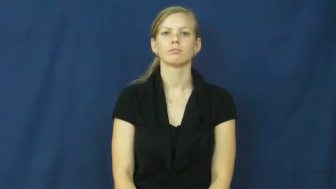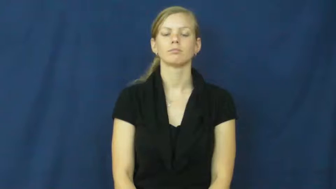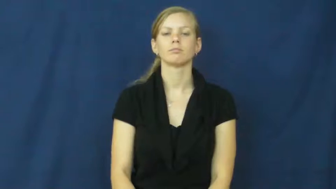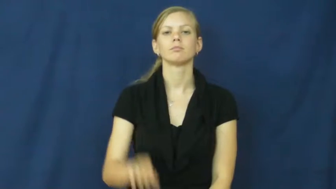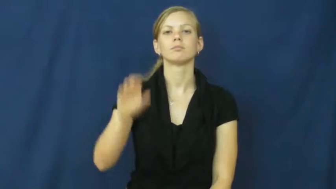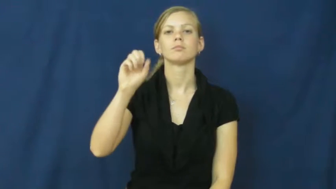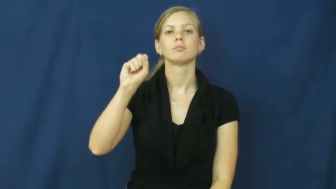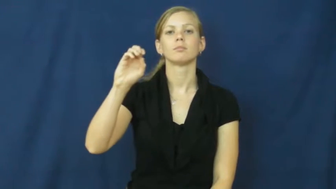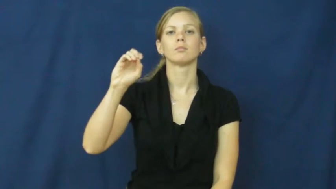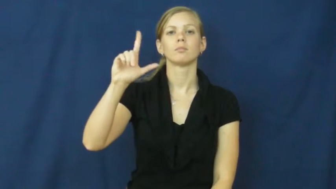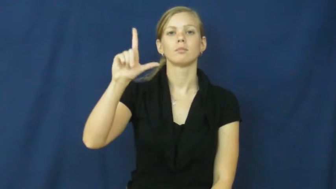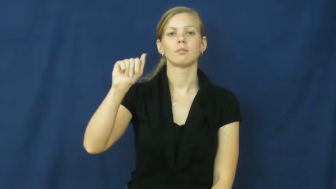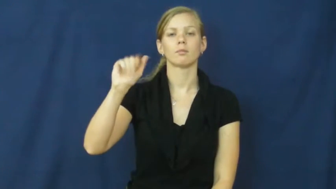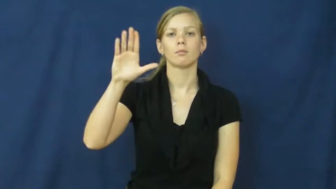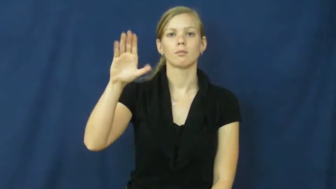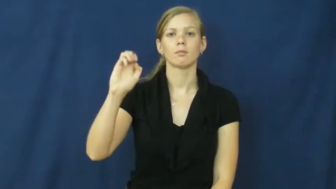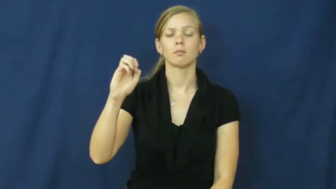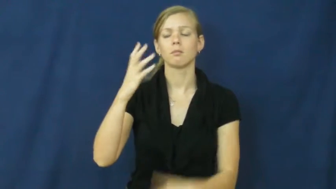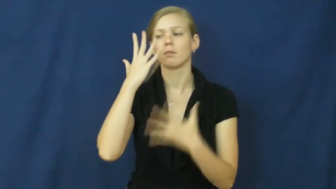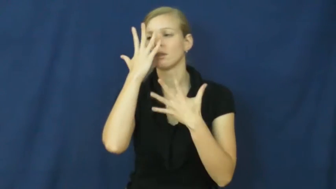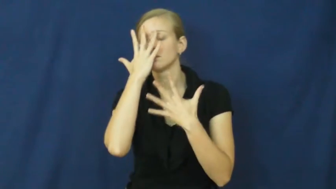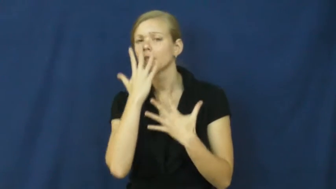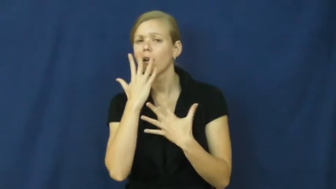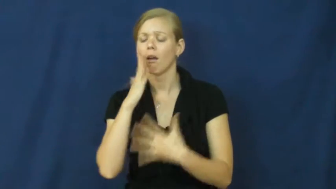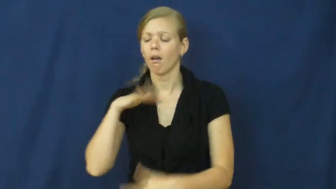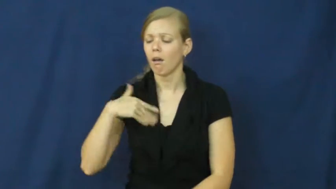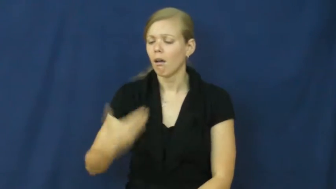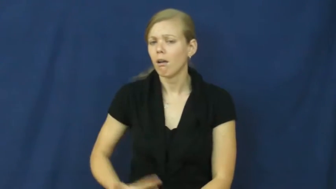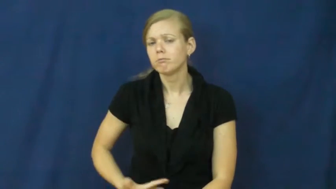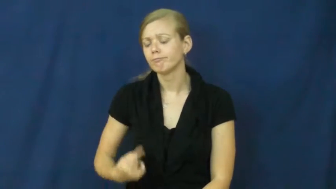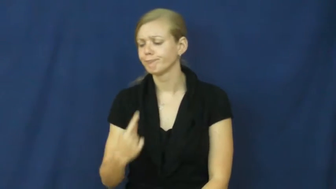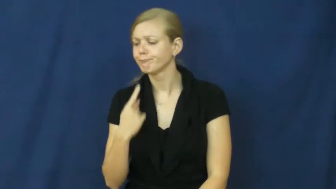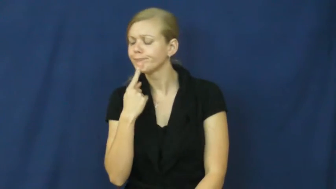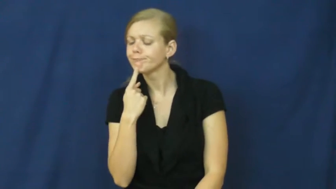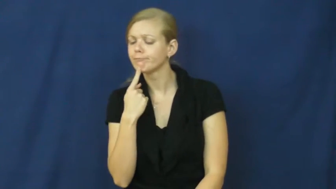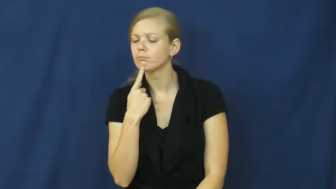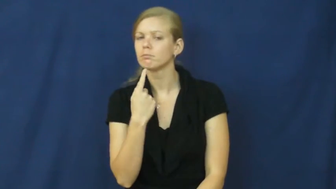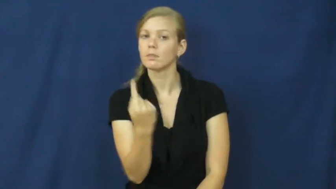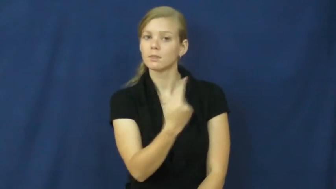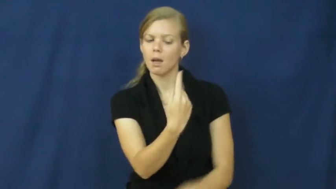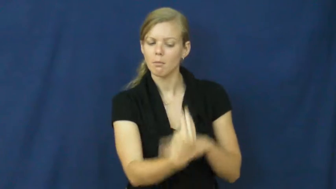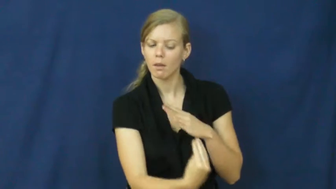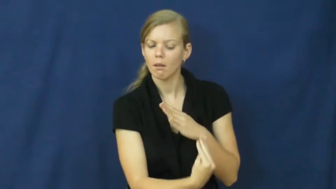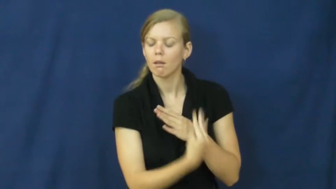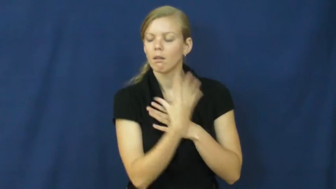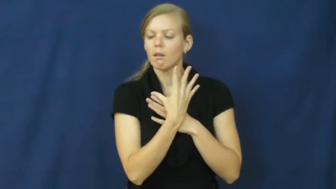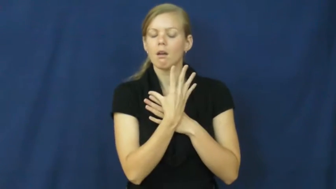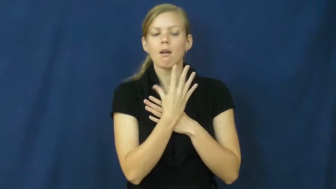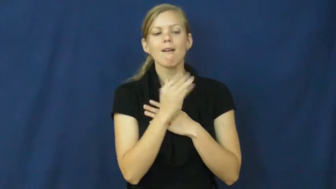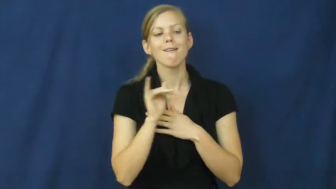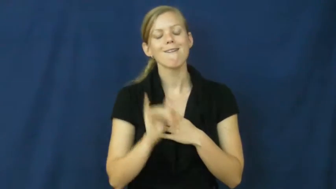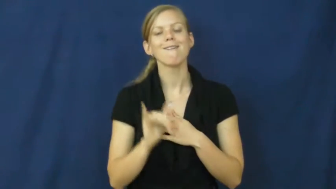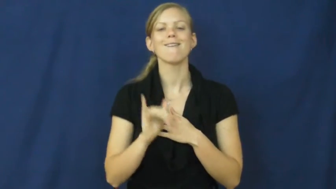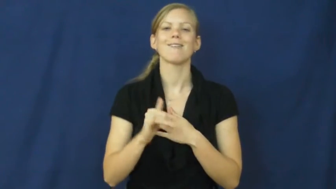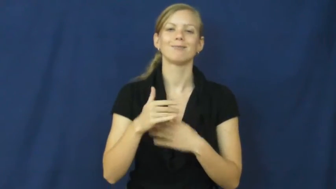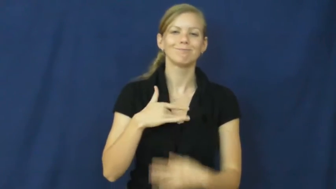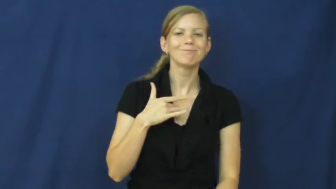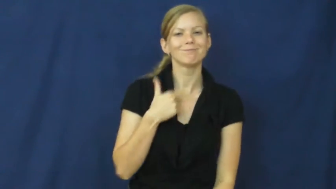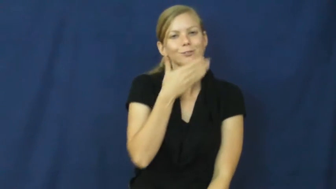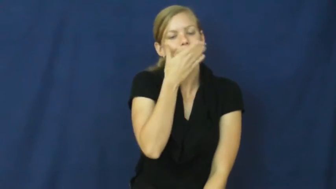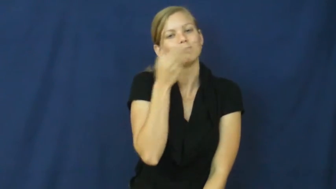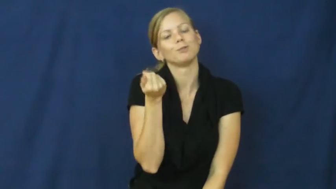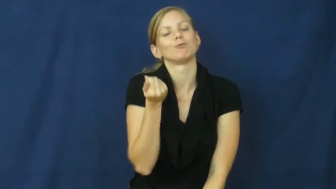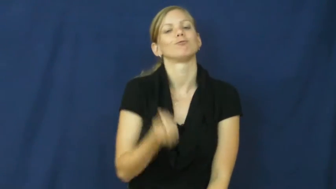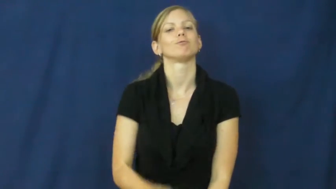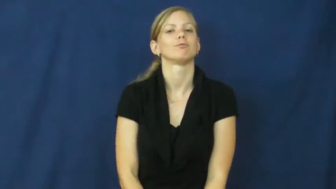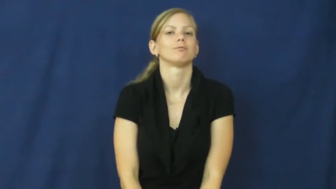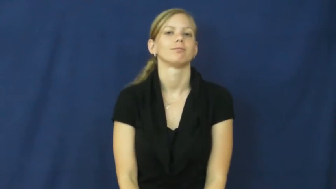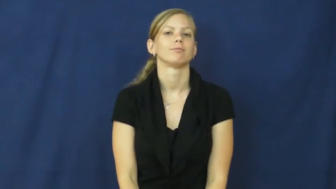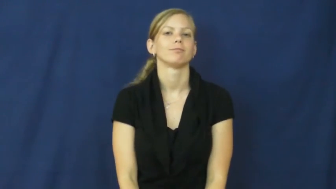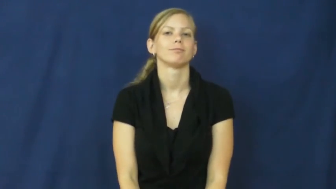solace